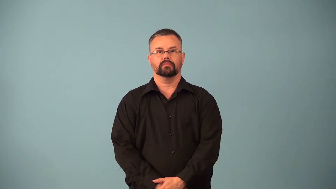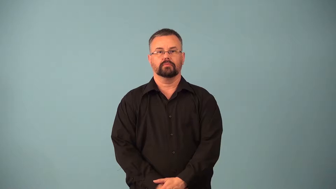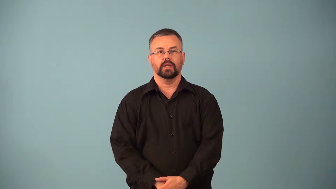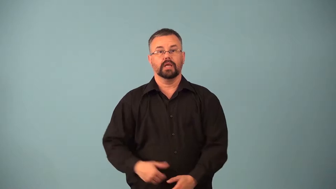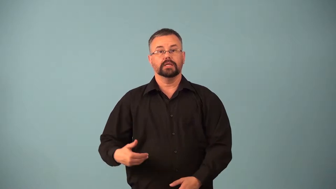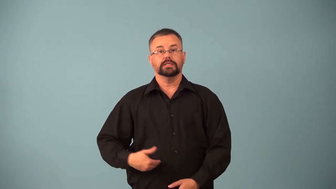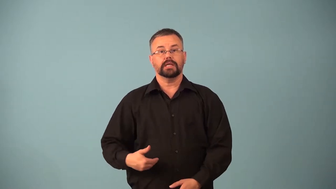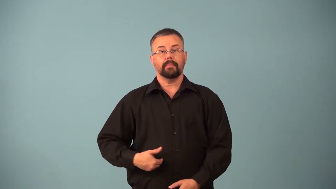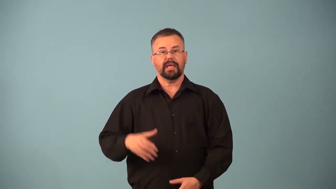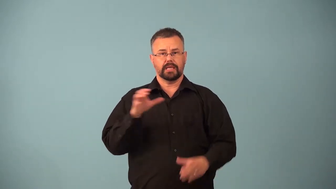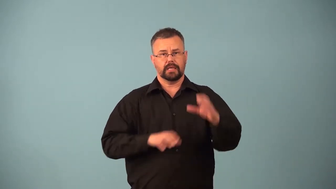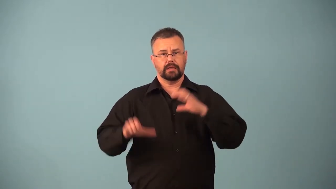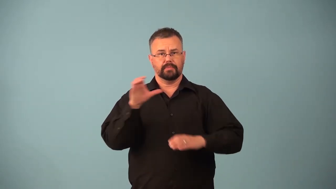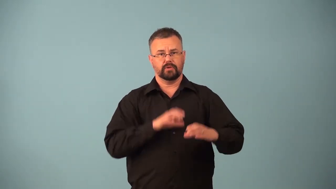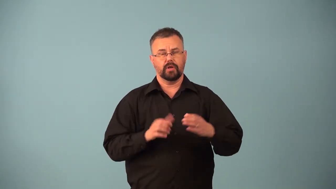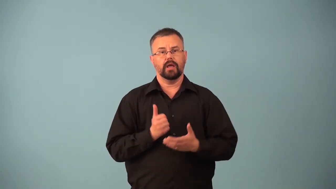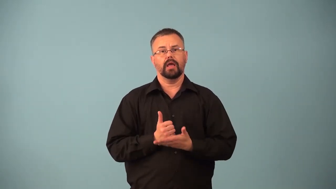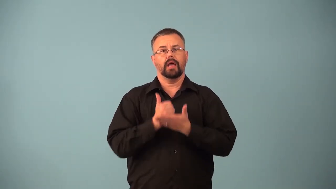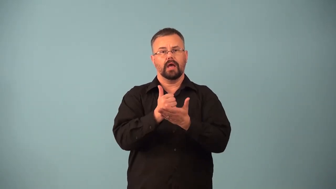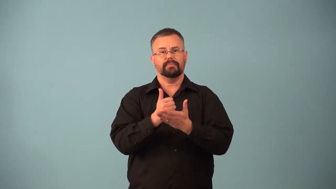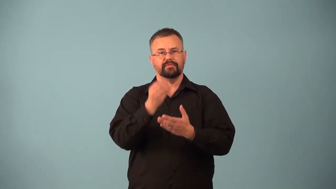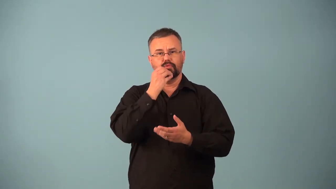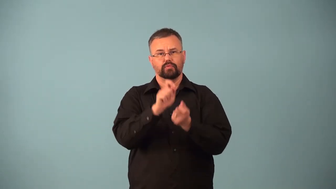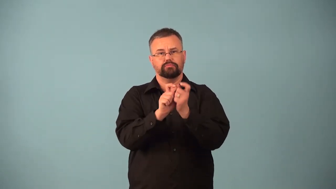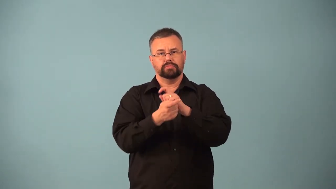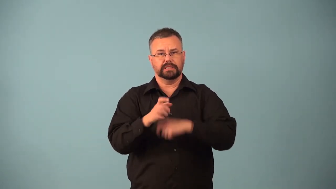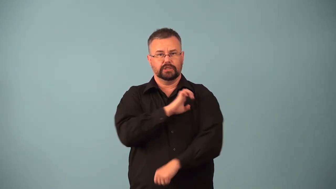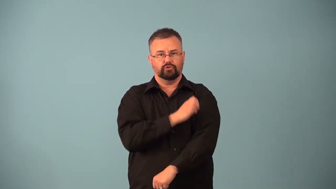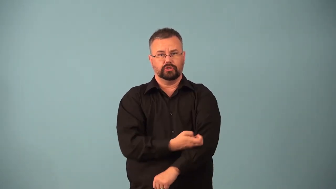pepsin